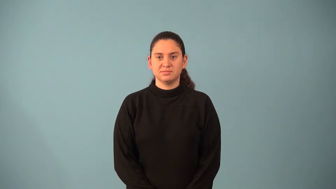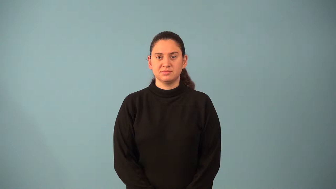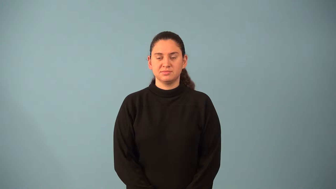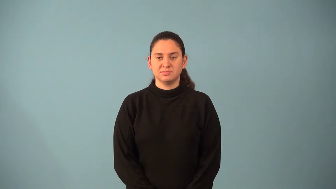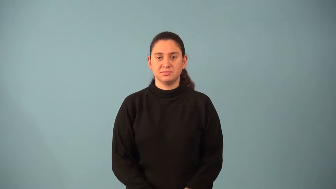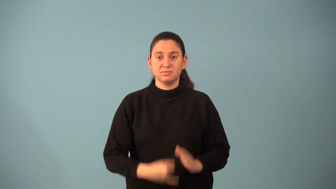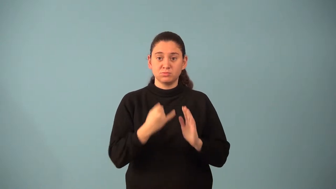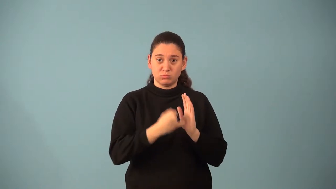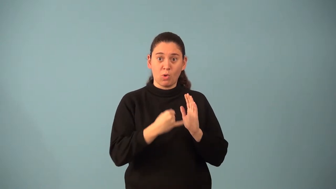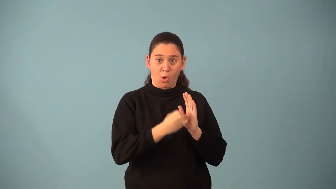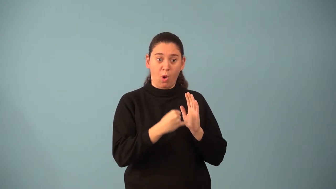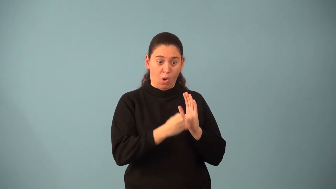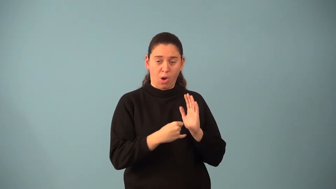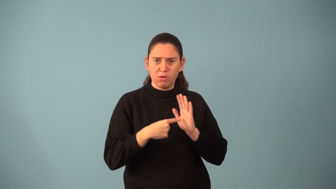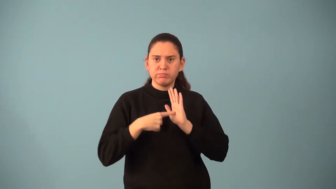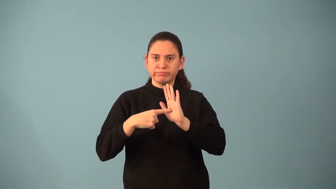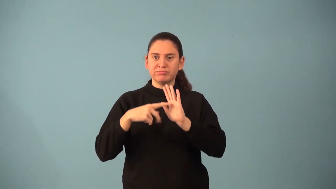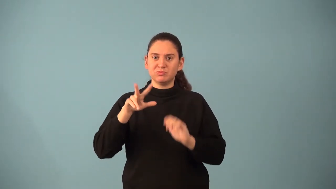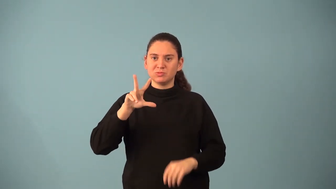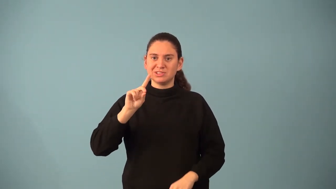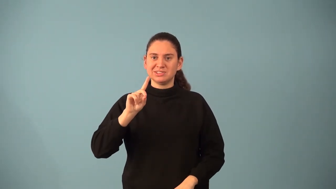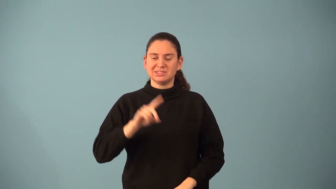orthogonal drawing